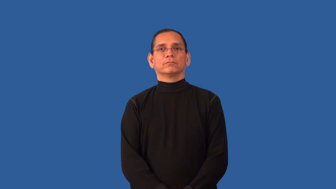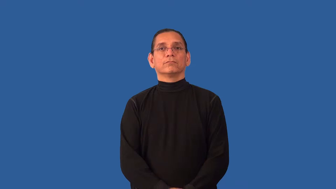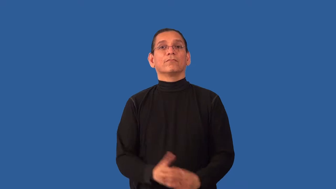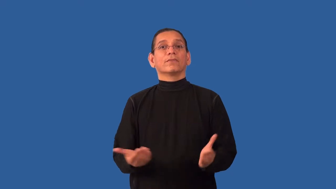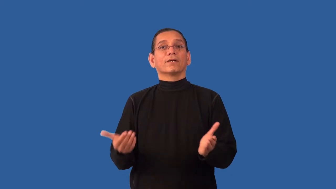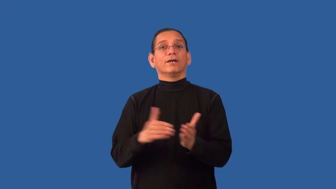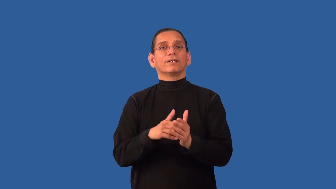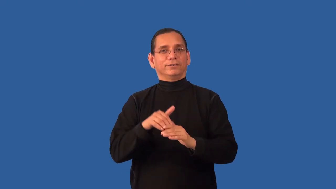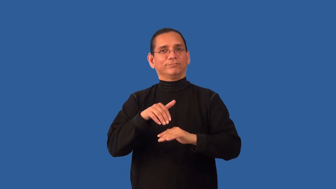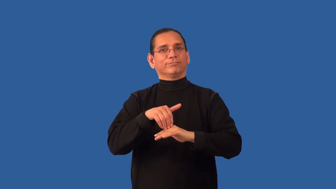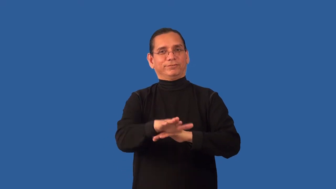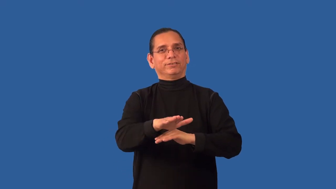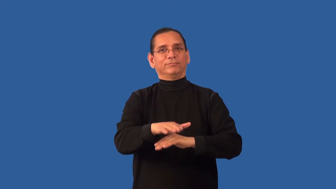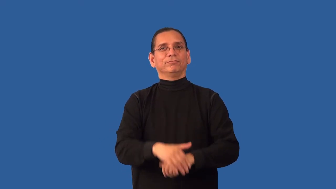resend,reship